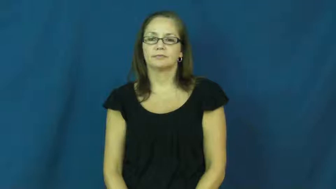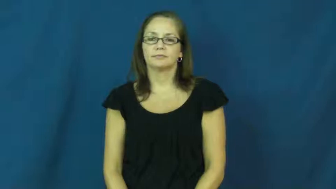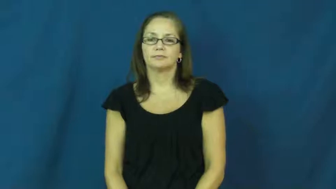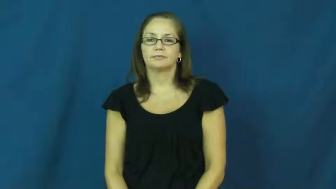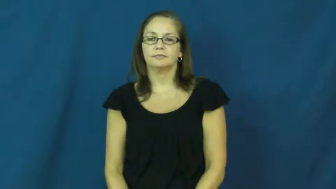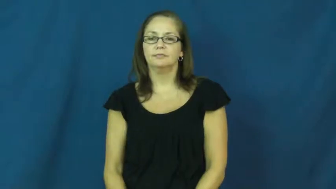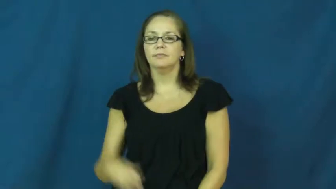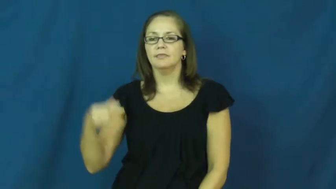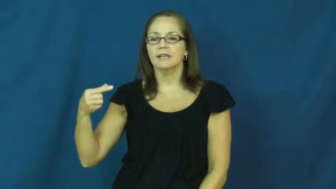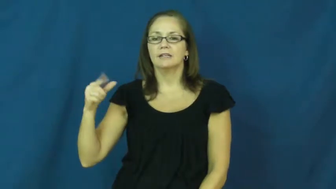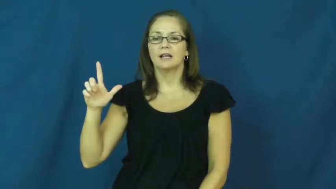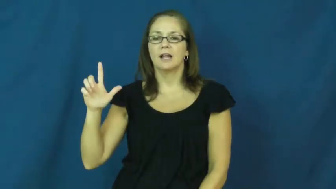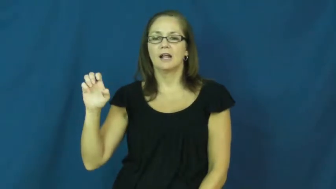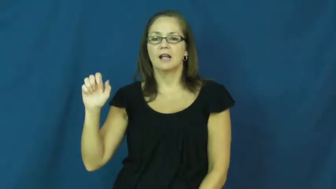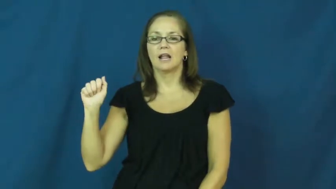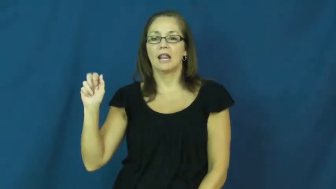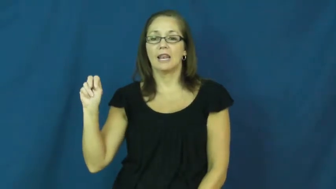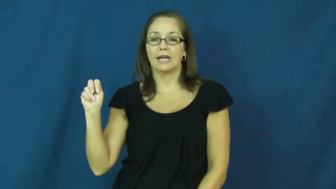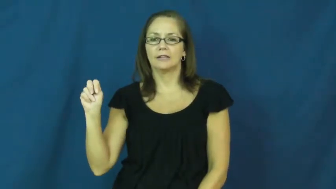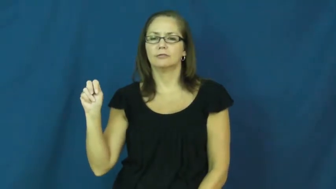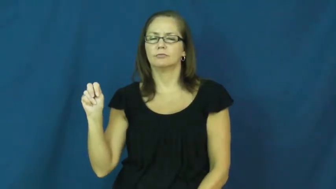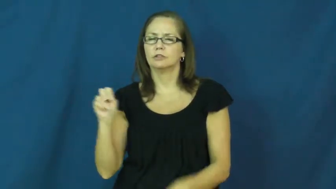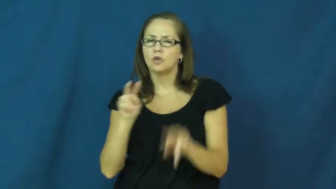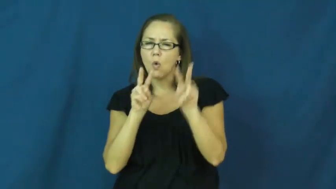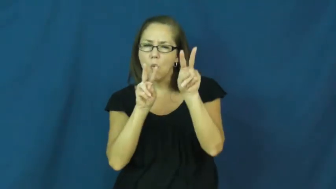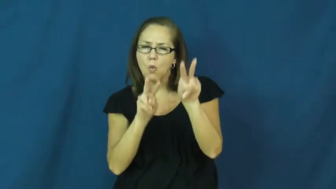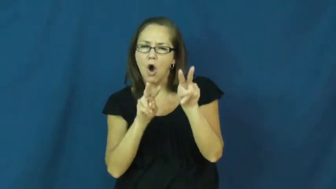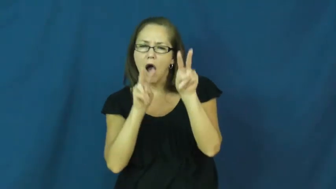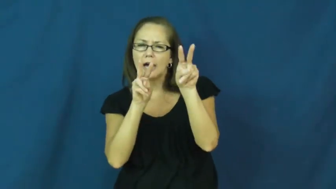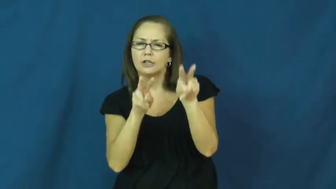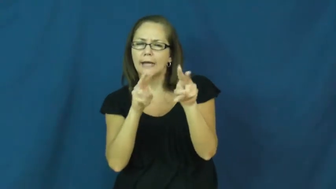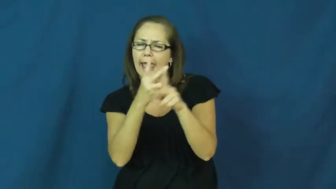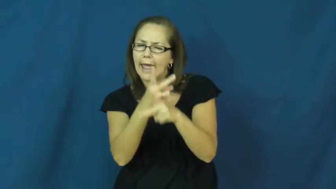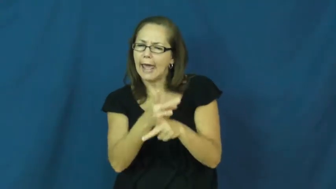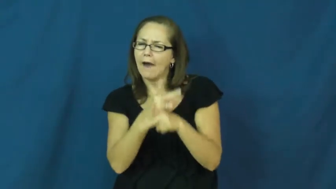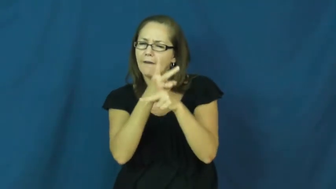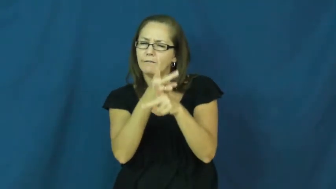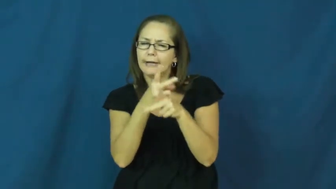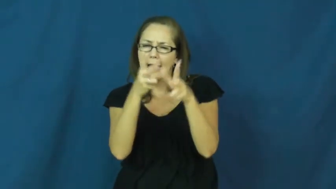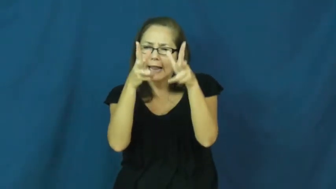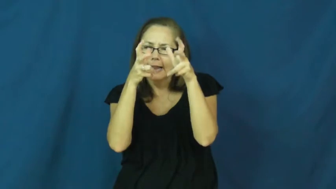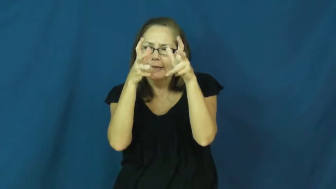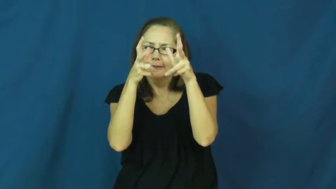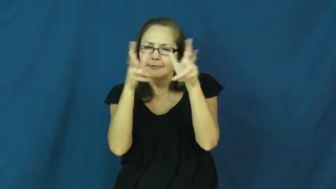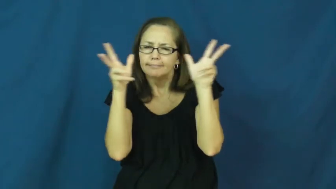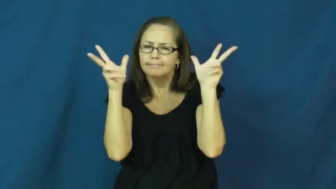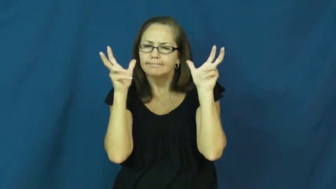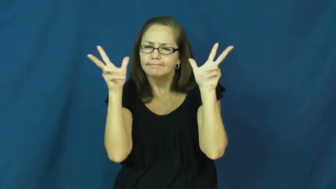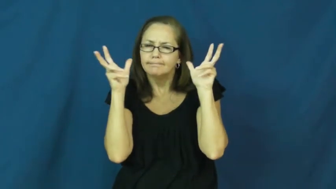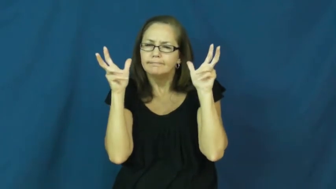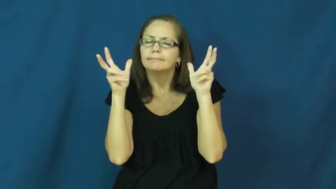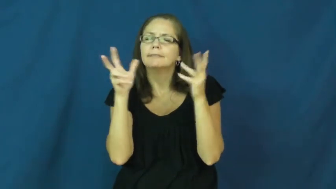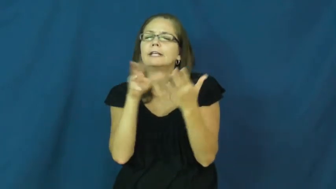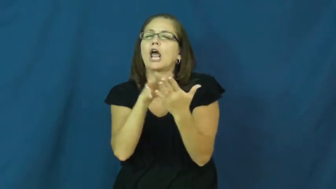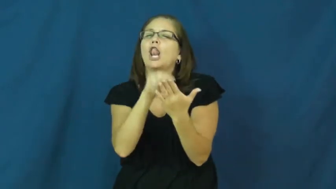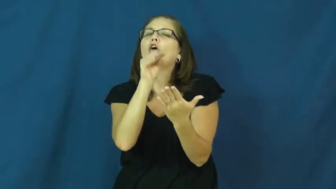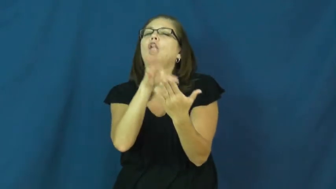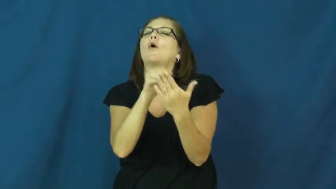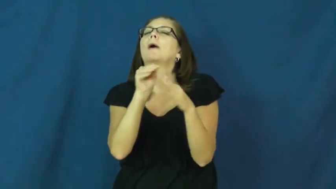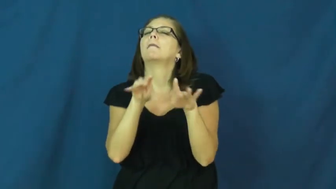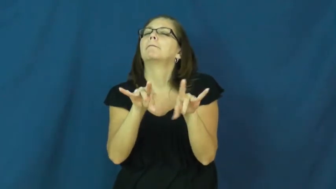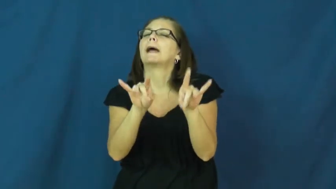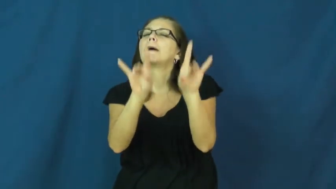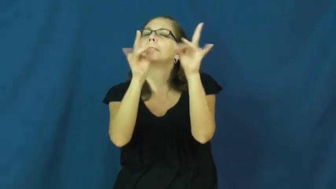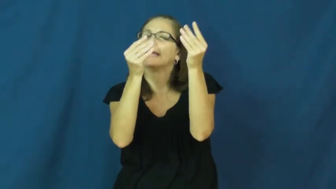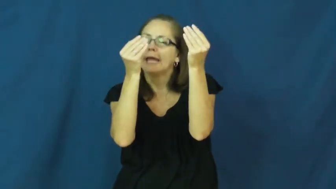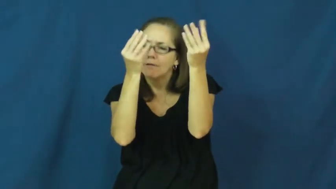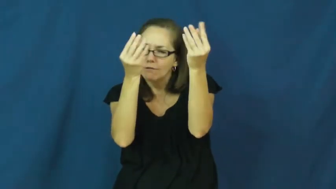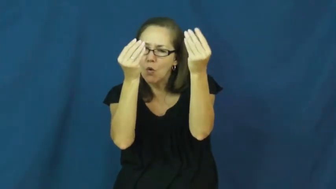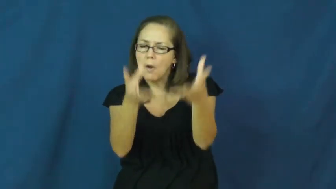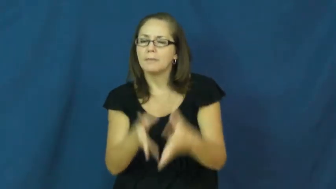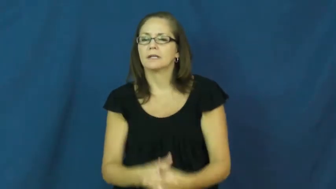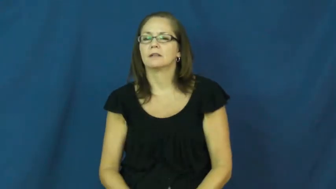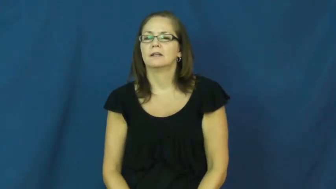glean-learrn